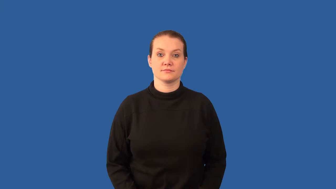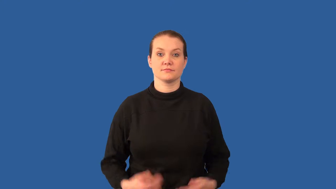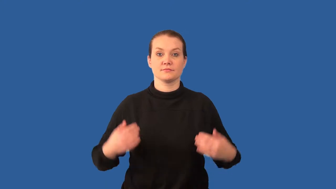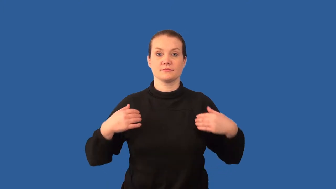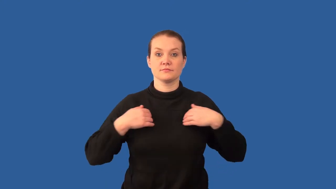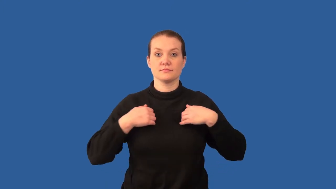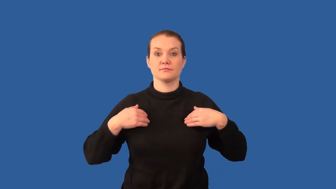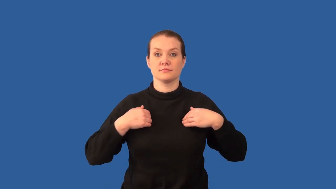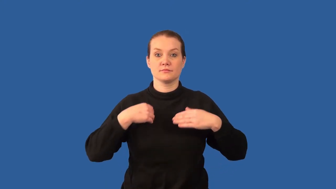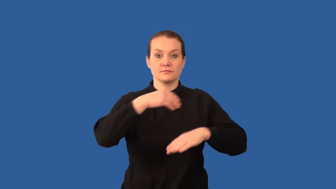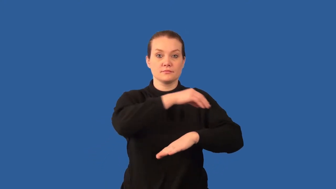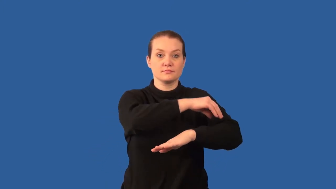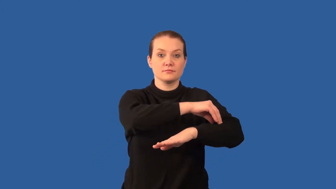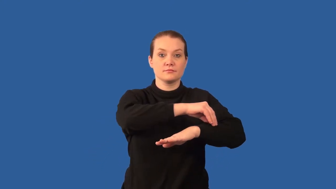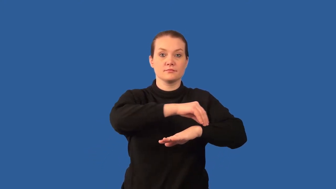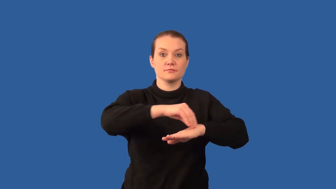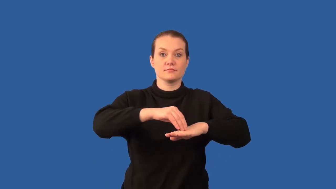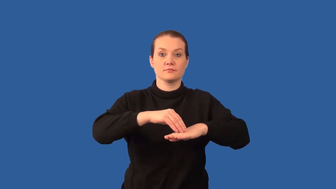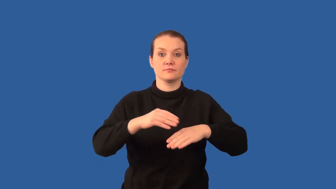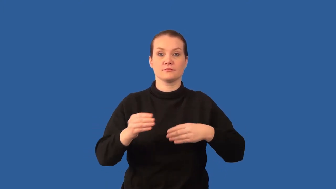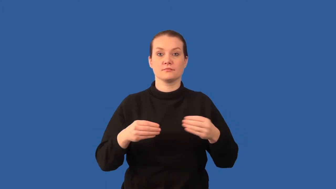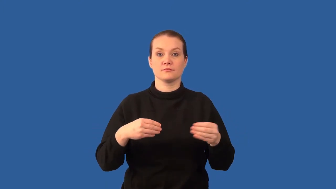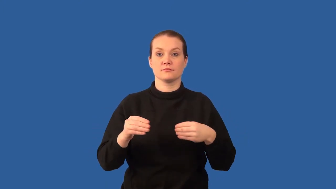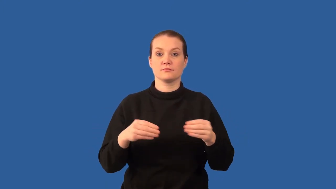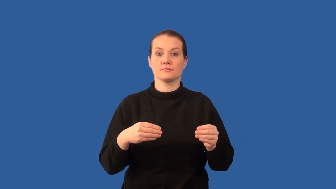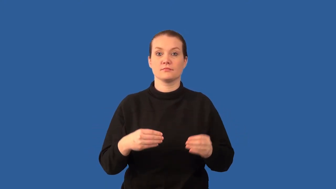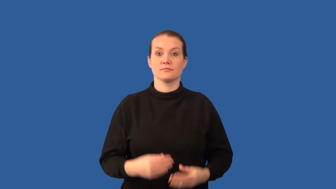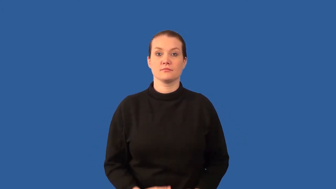notochord